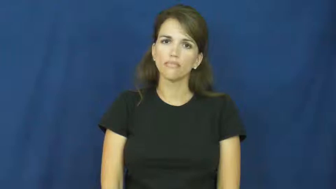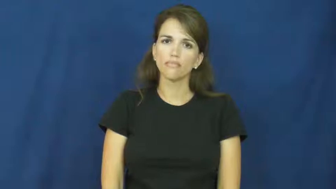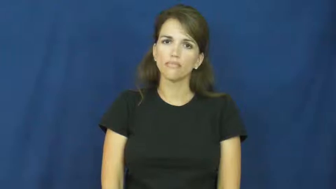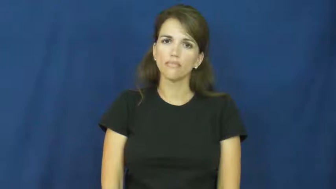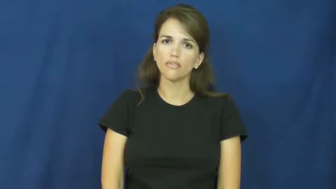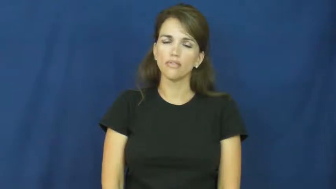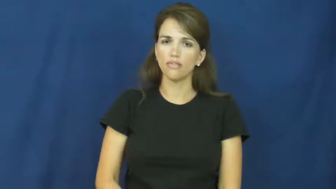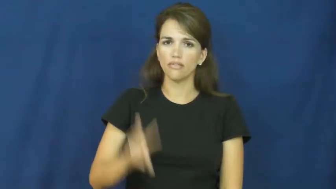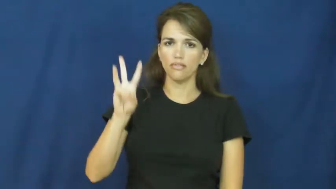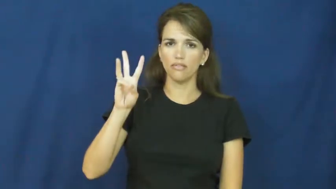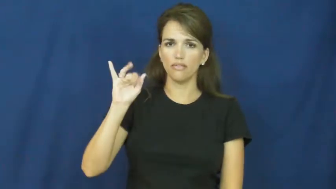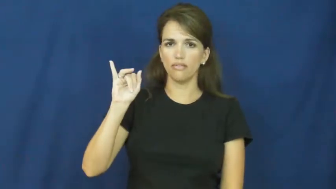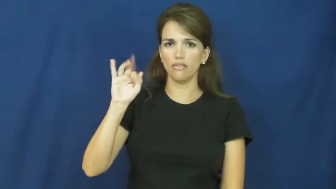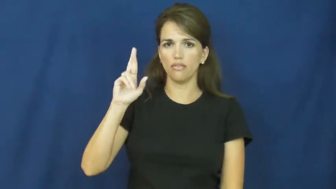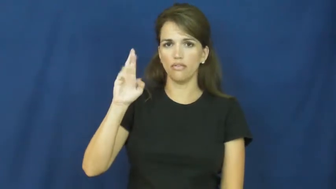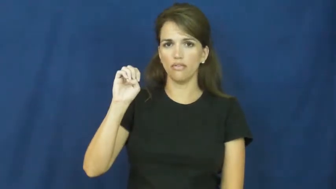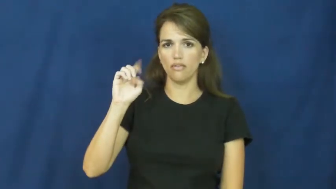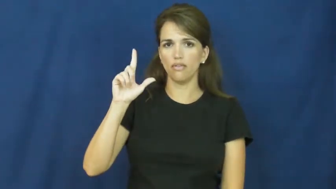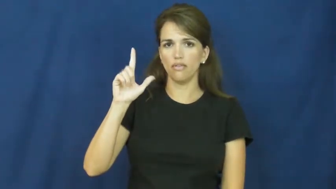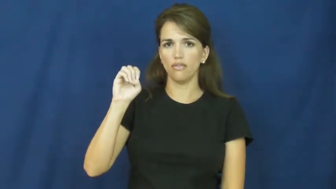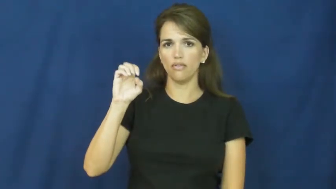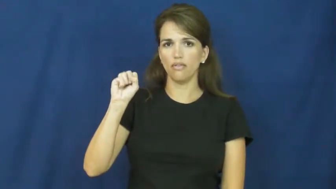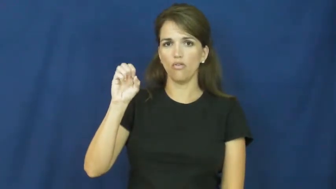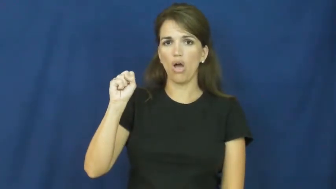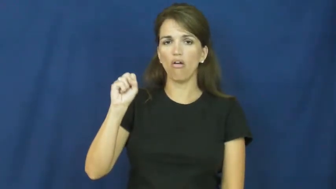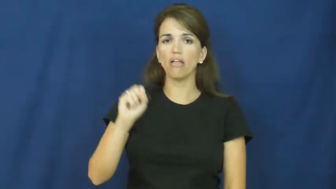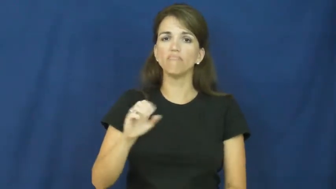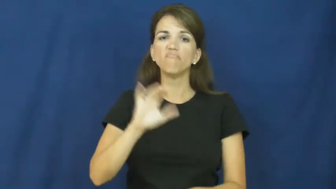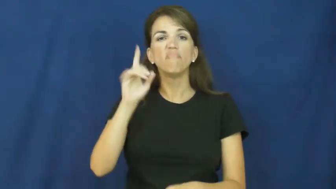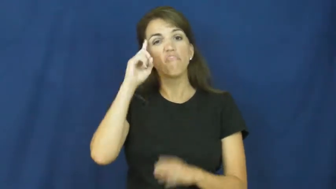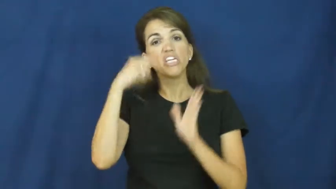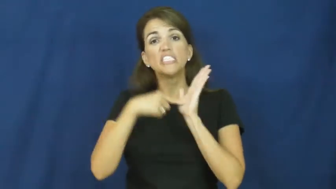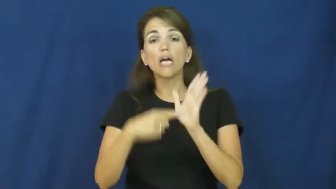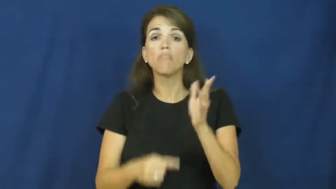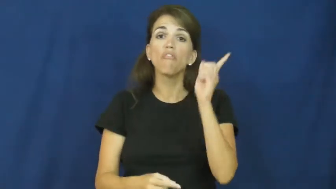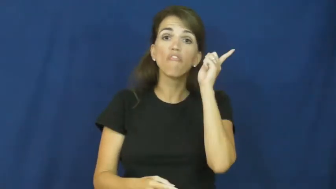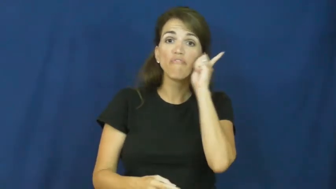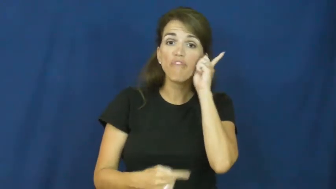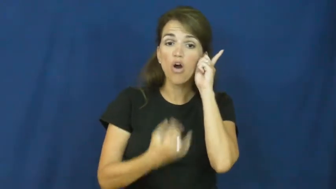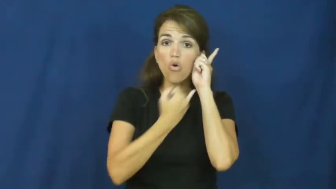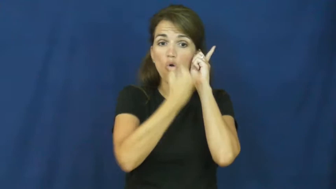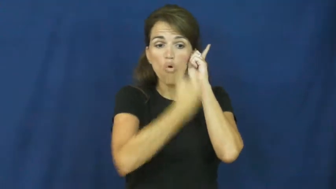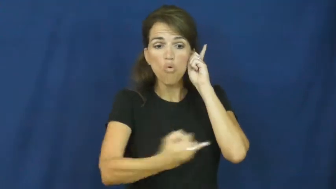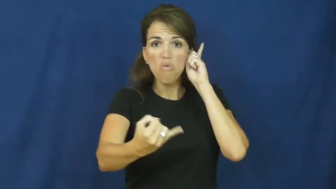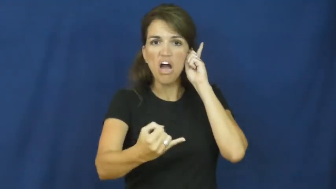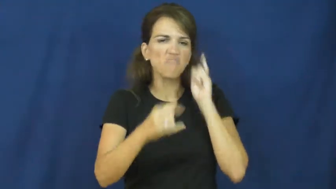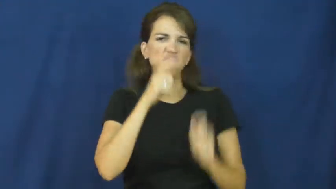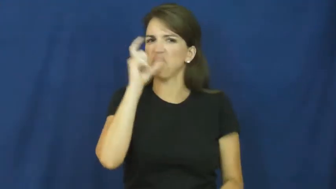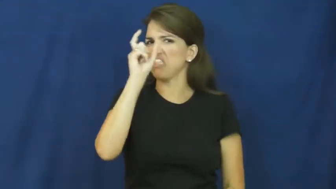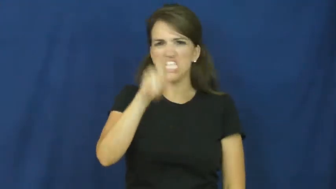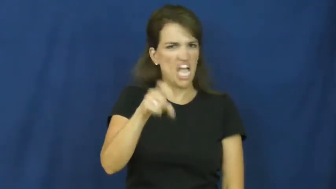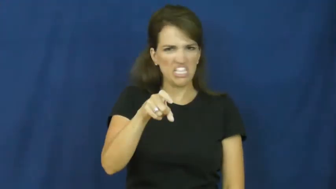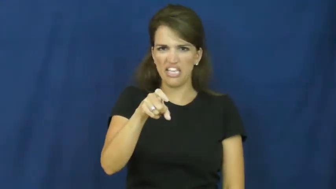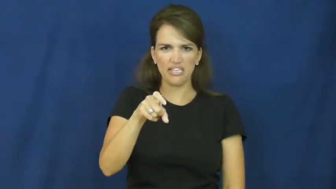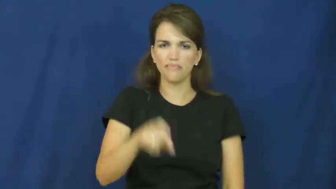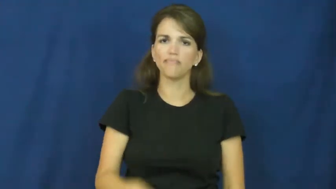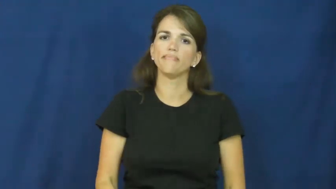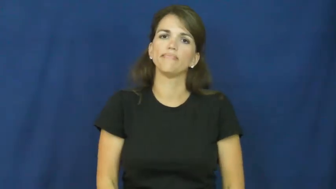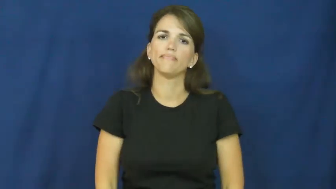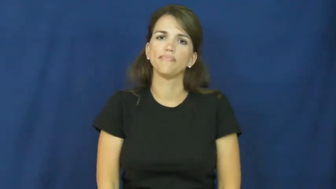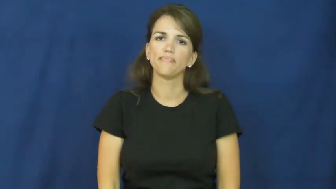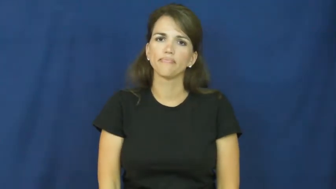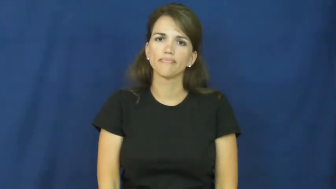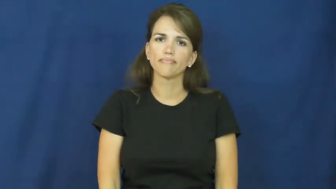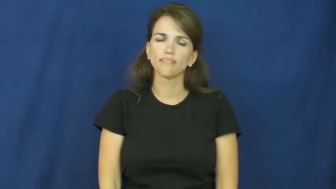wireless